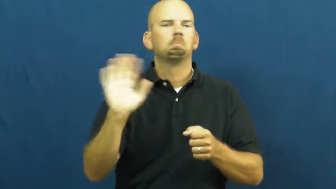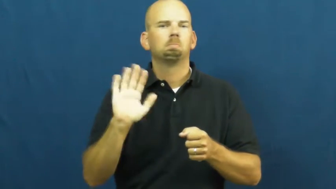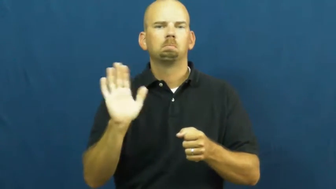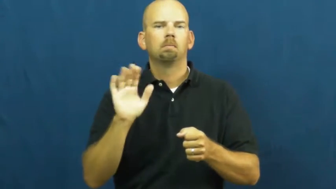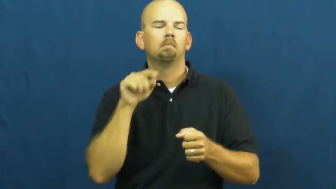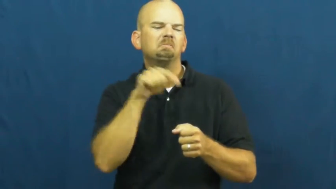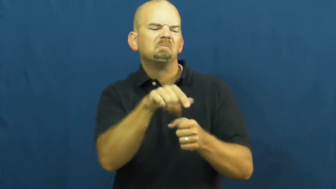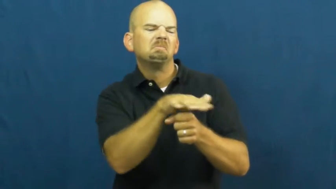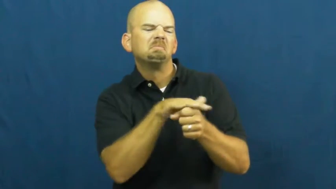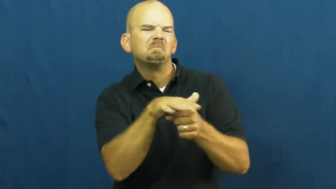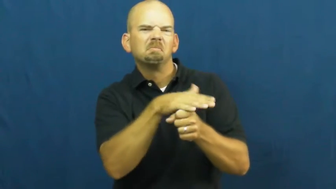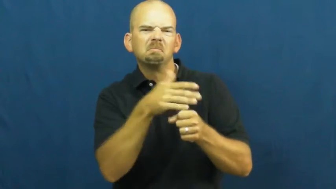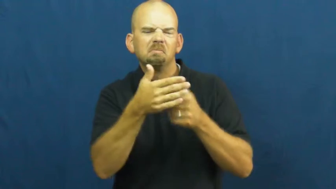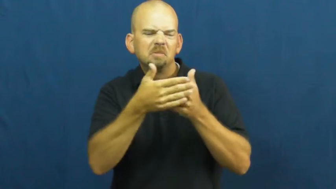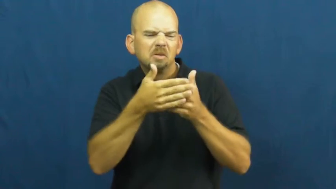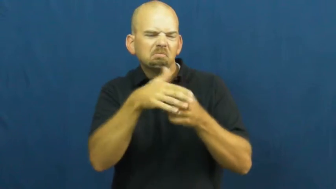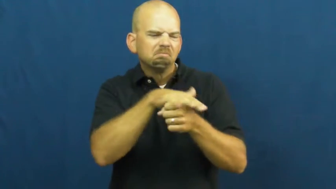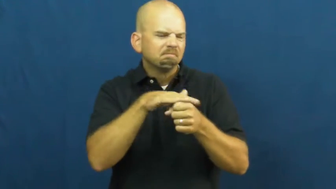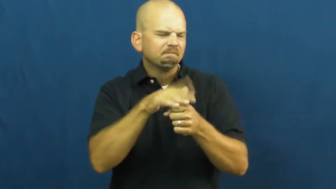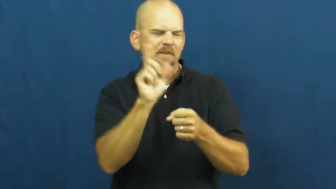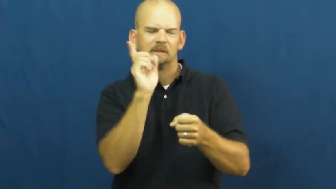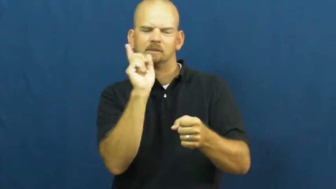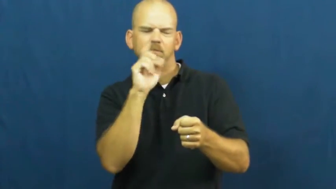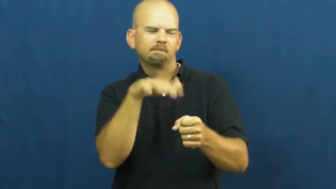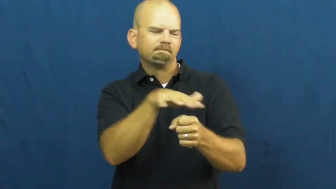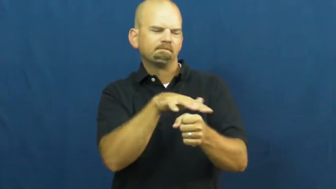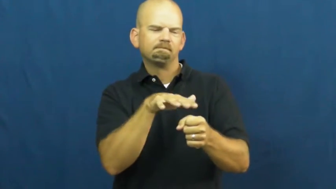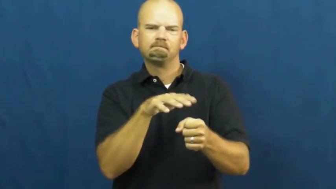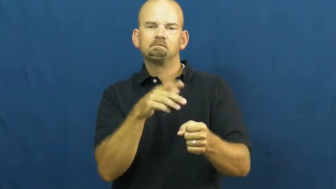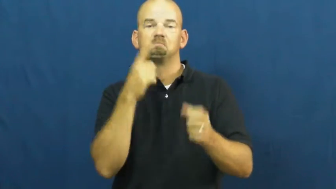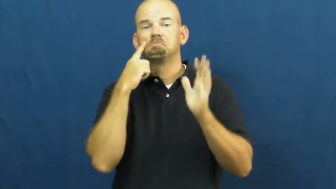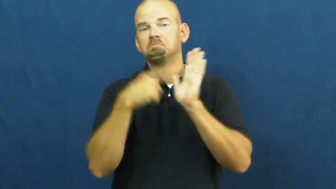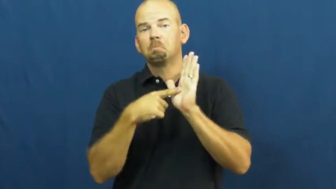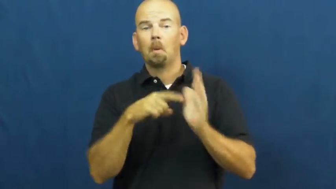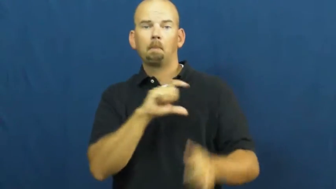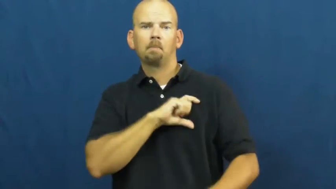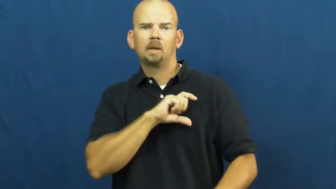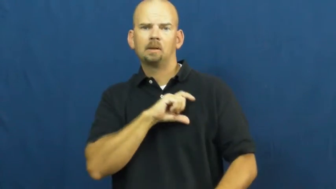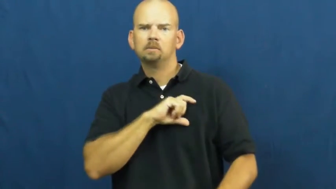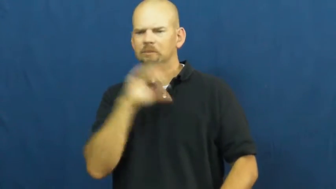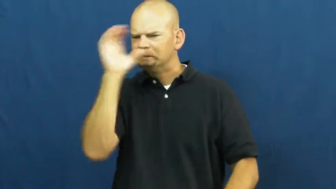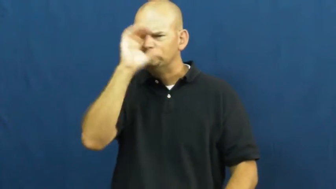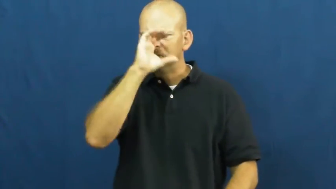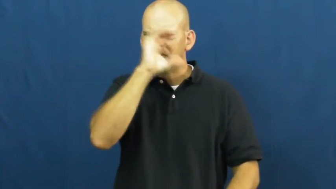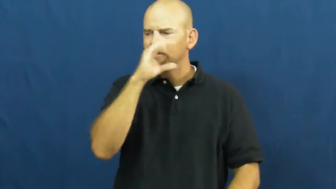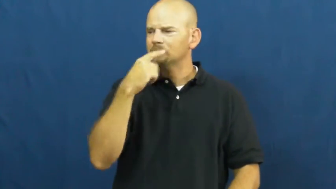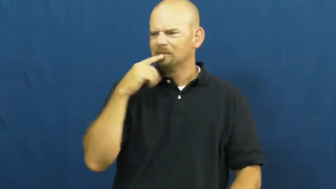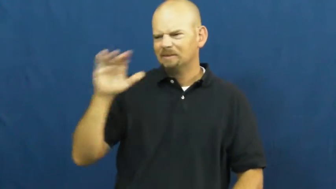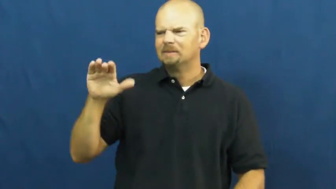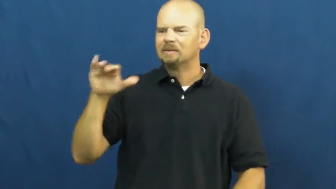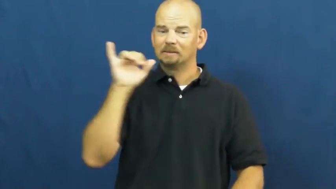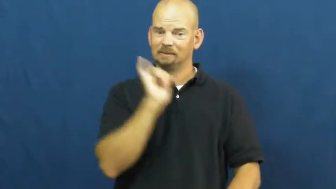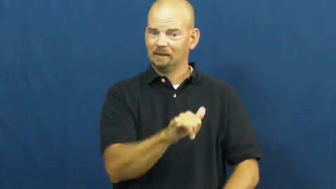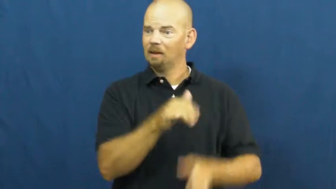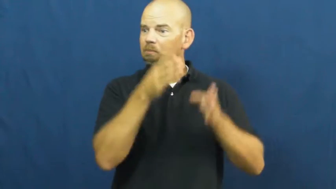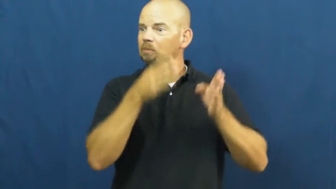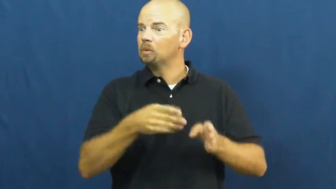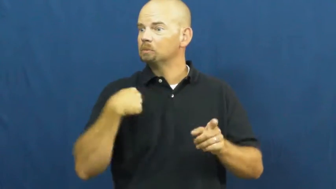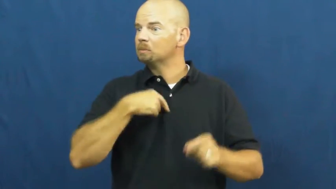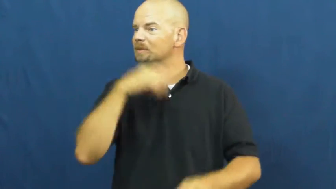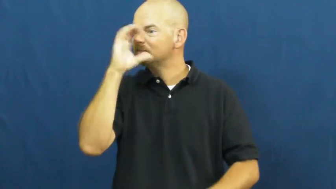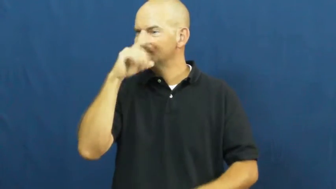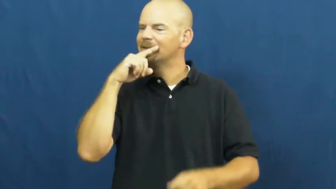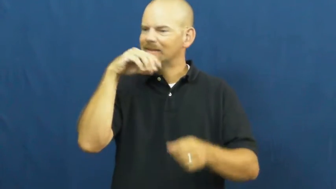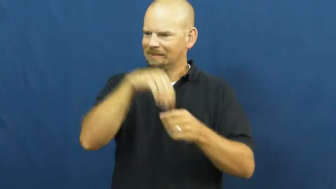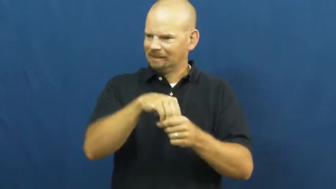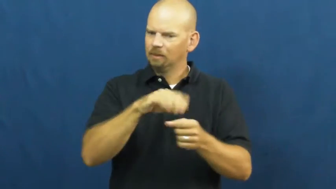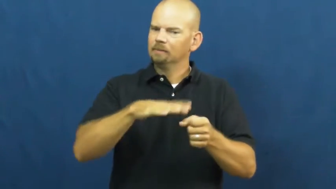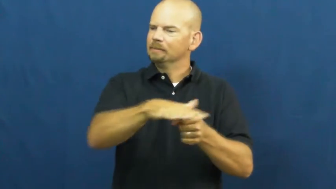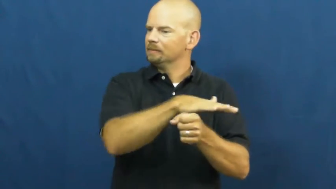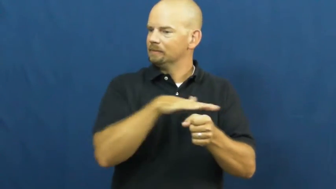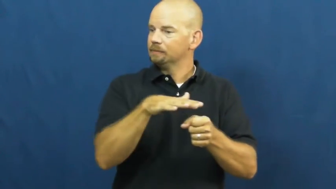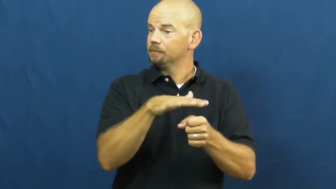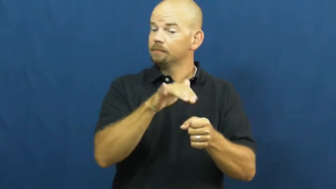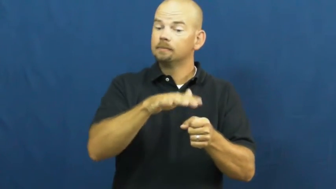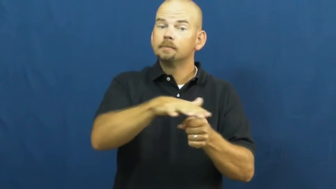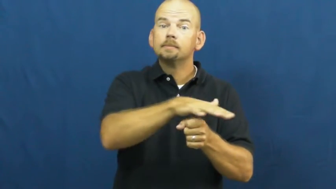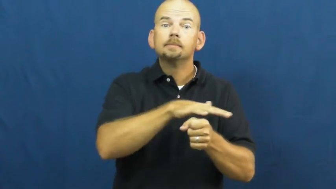vicinity